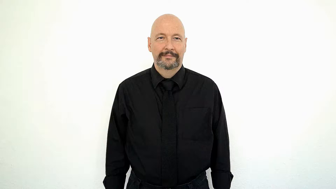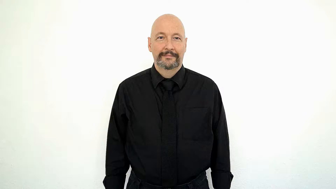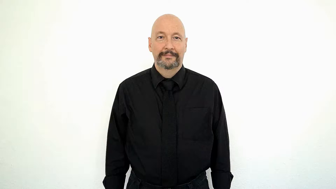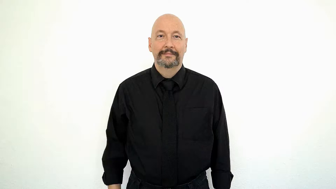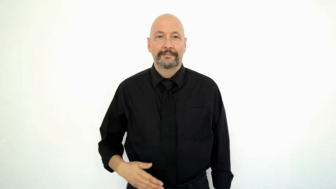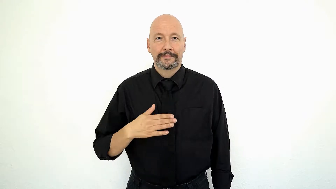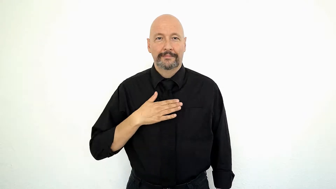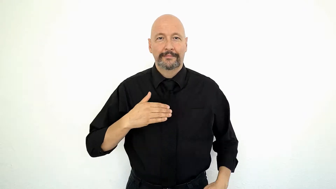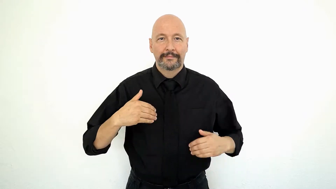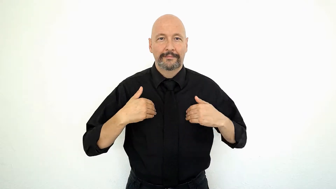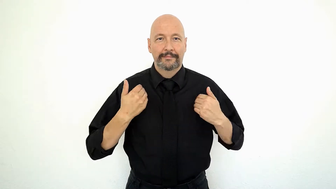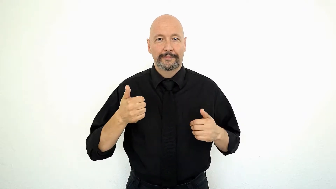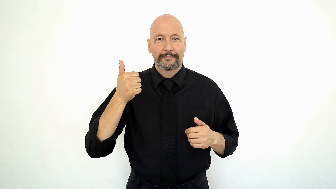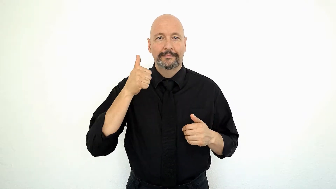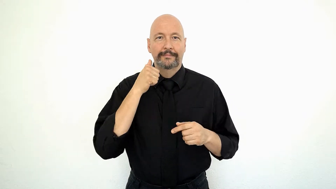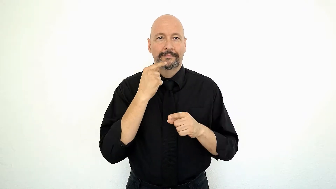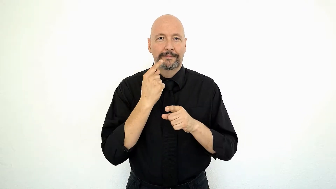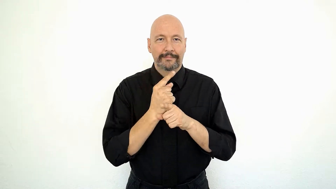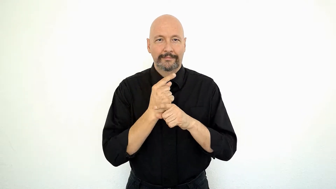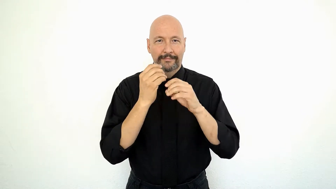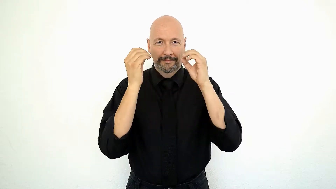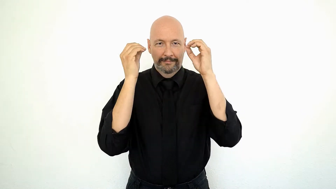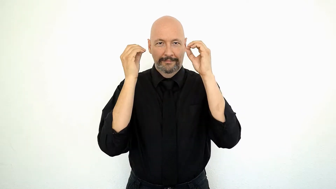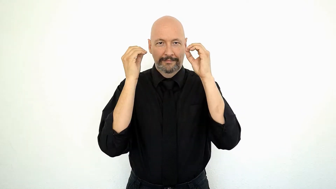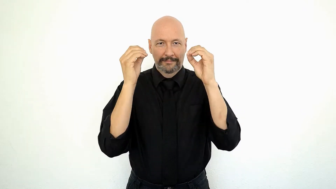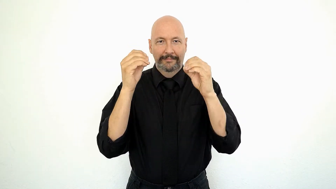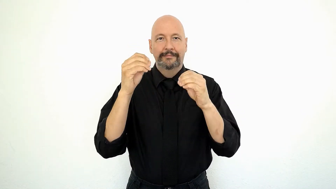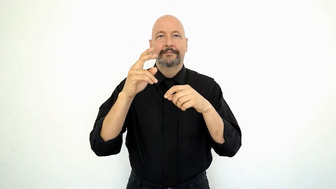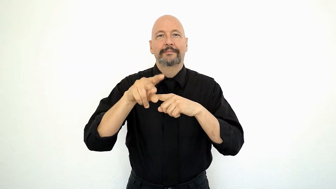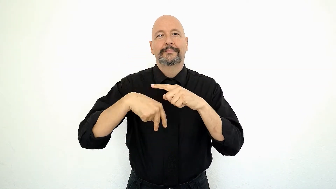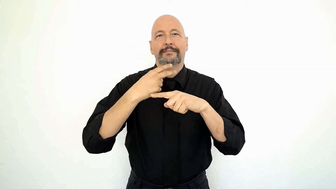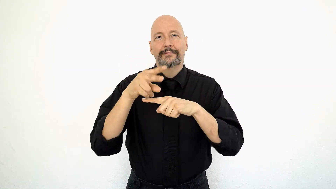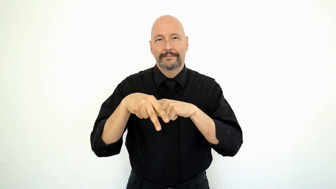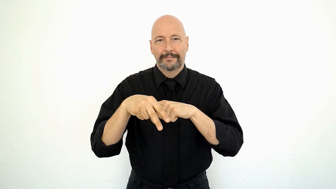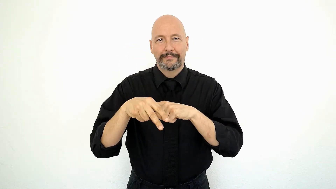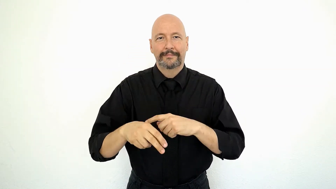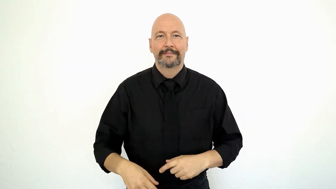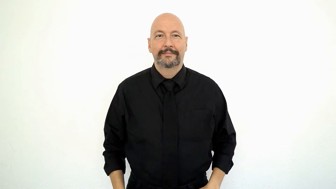MY YOUNGer SISTER TEACH GYMNASTICS